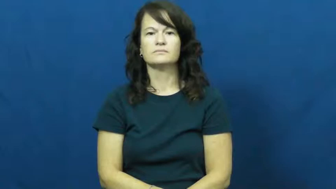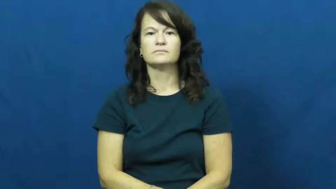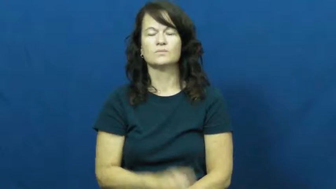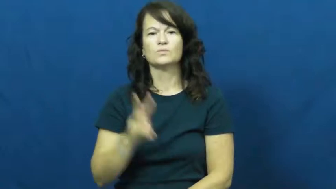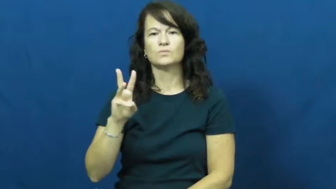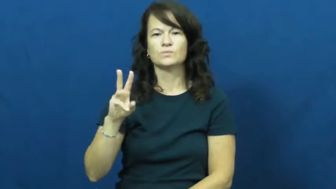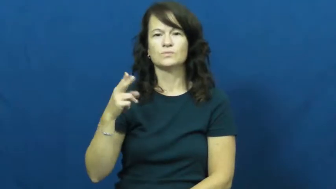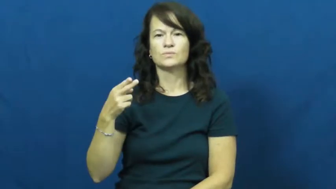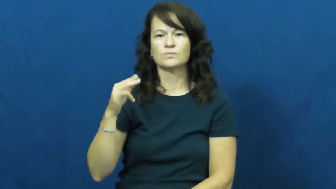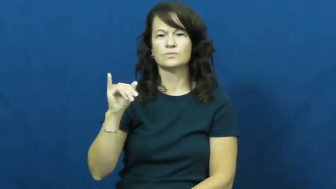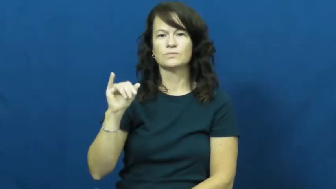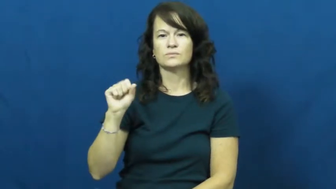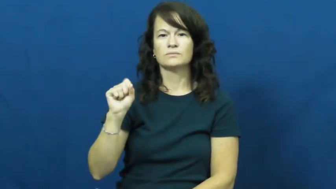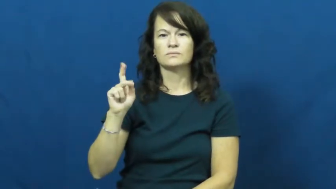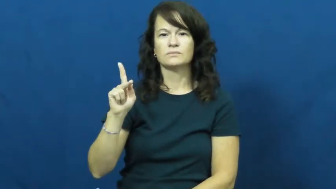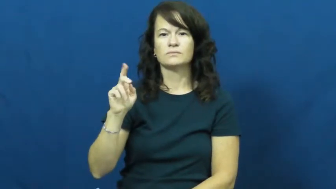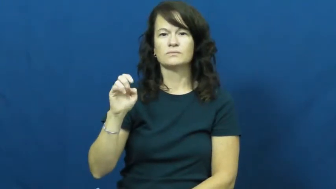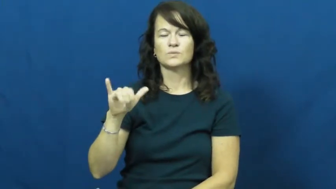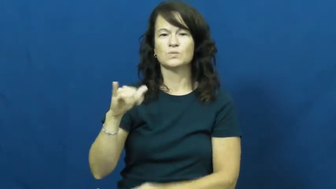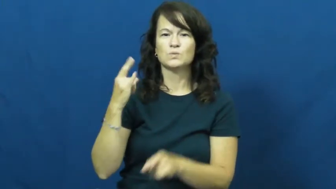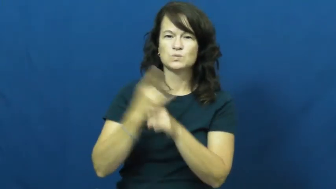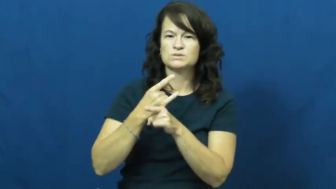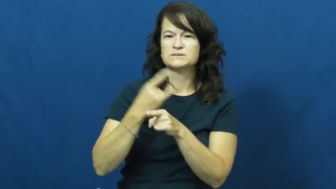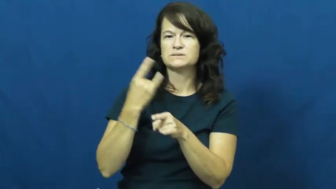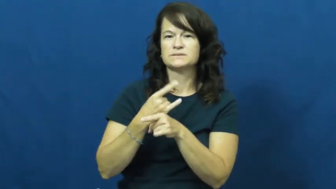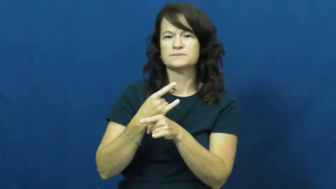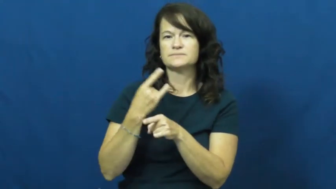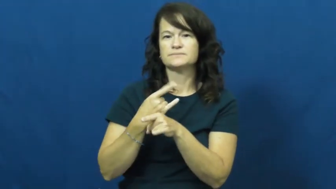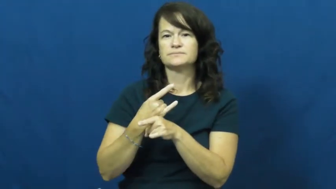whisky